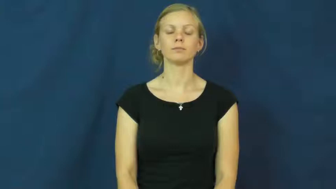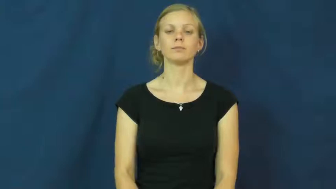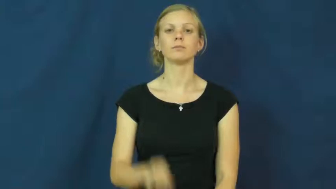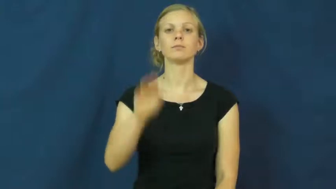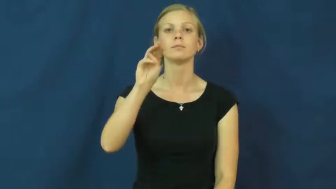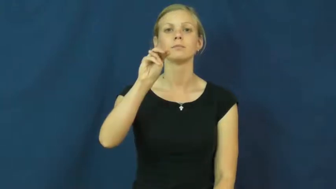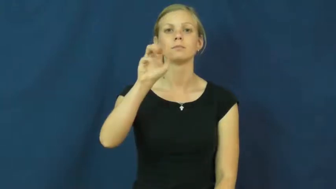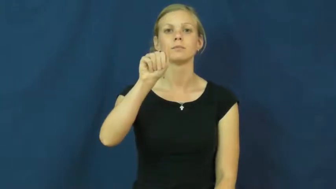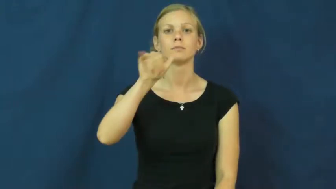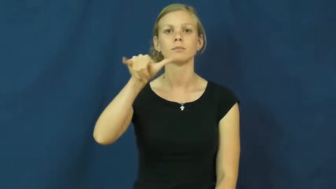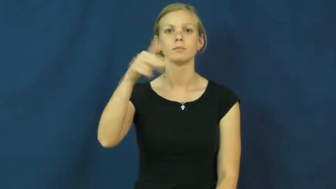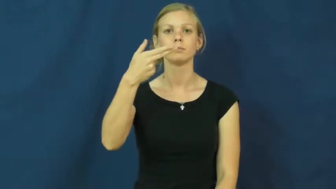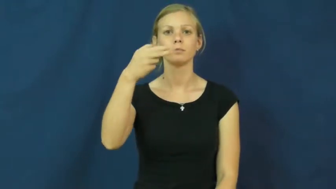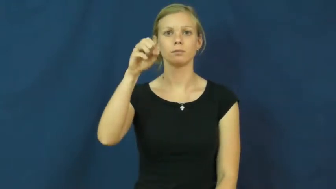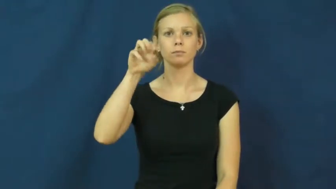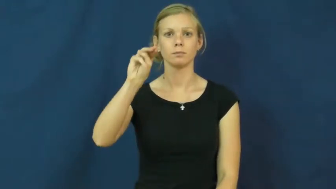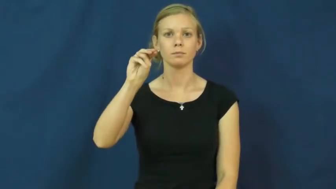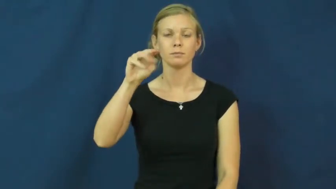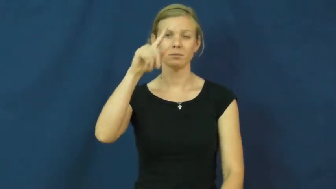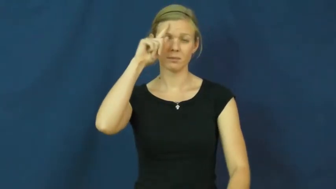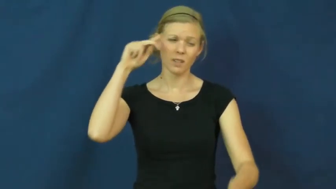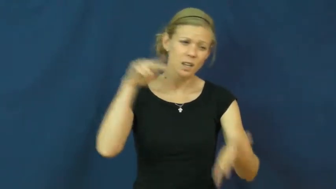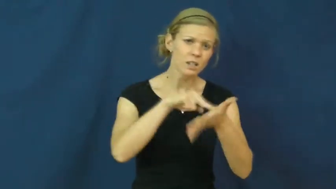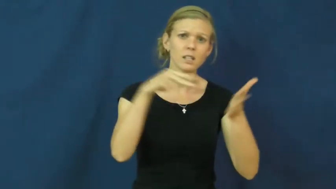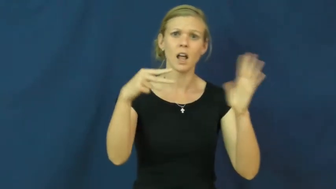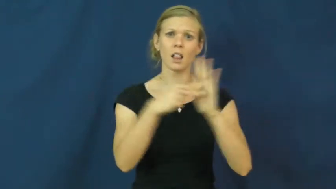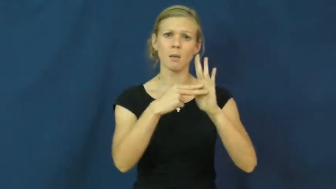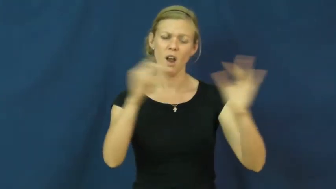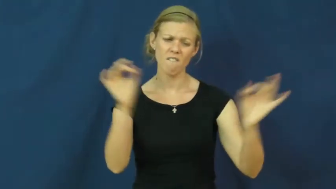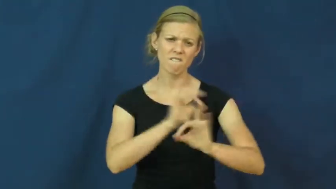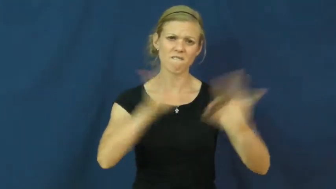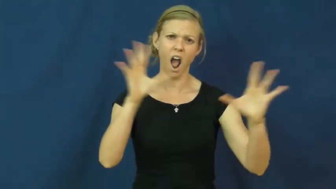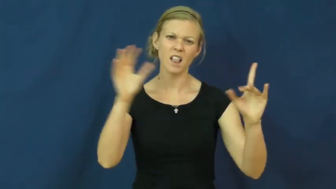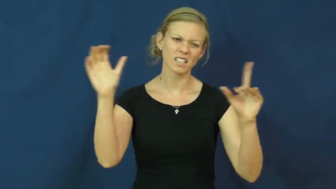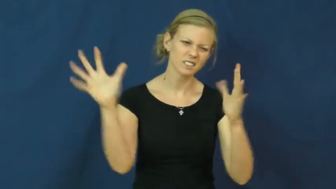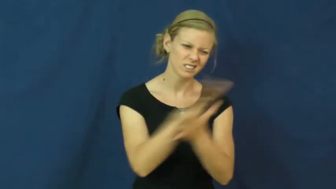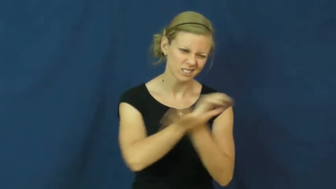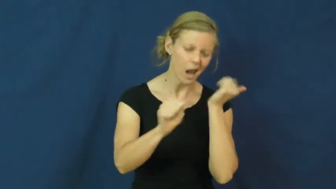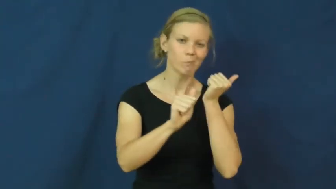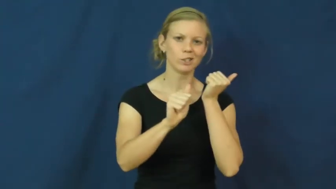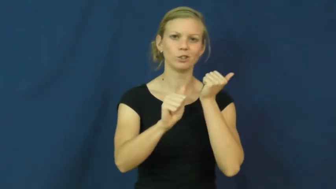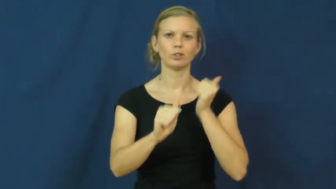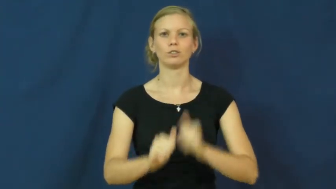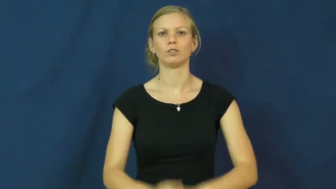mayhem